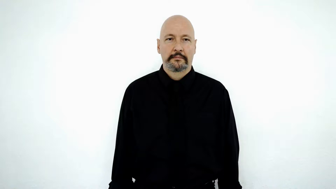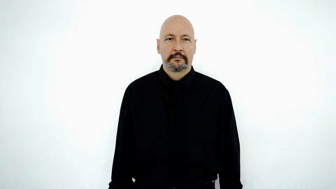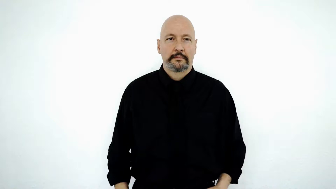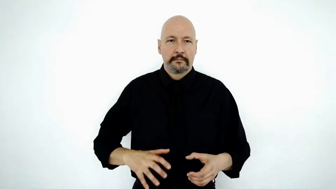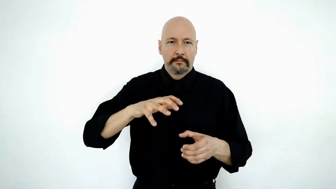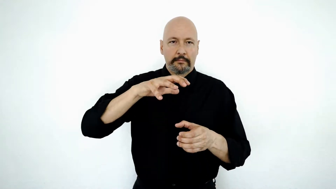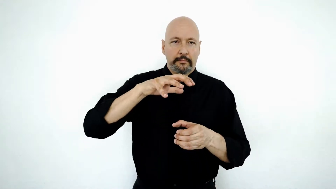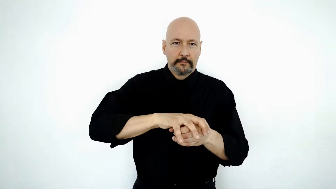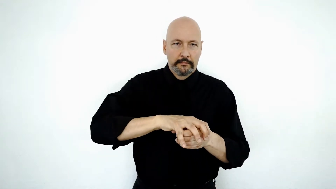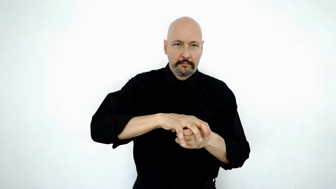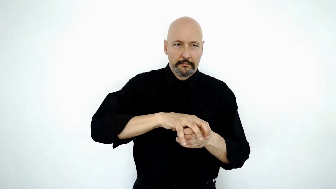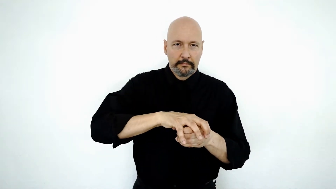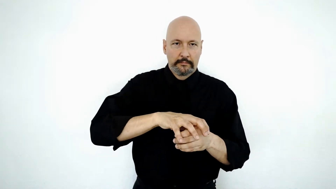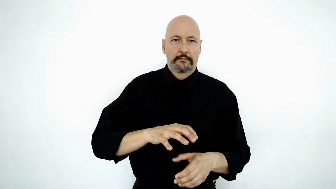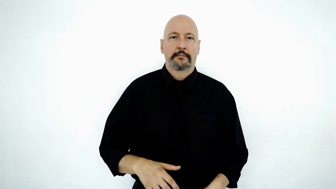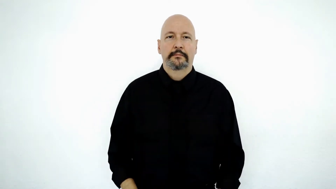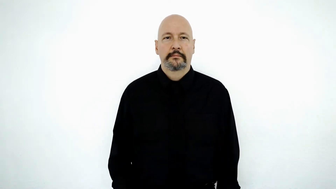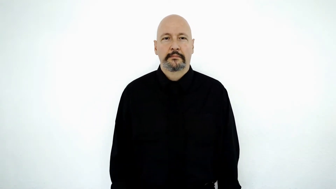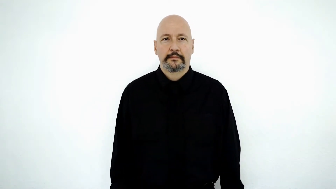cap-[put-LID-on]